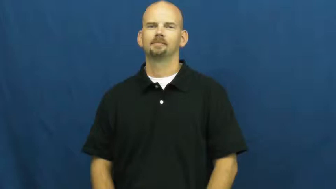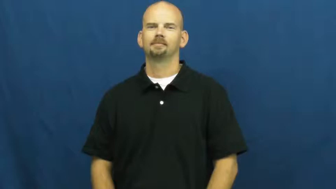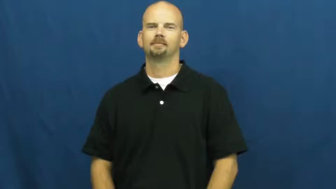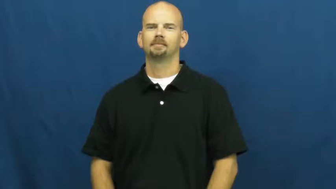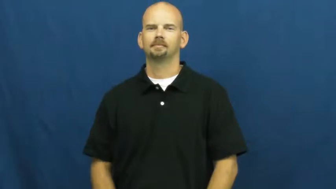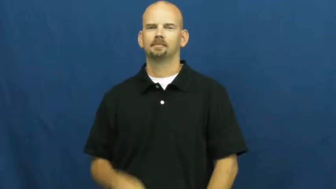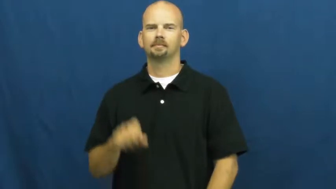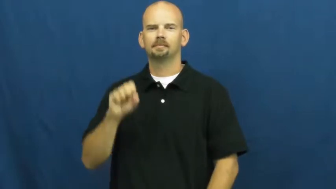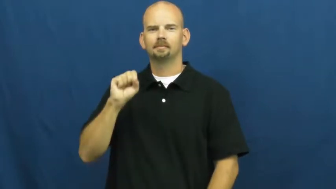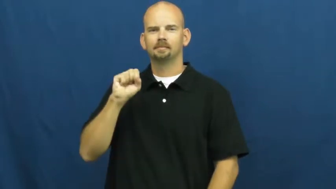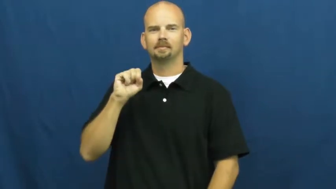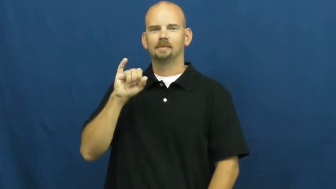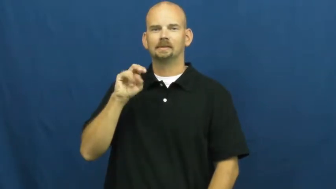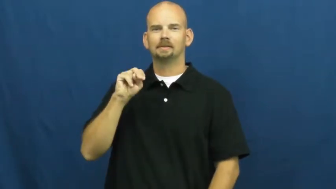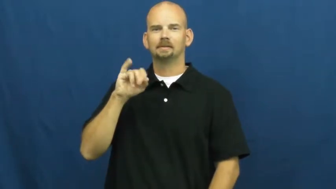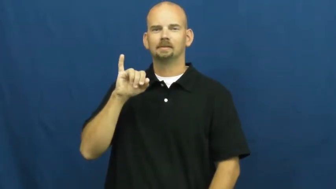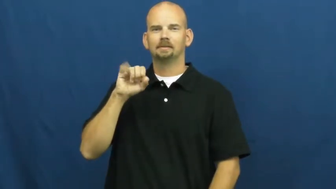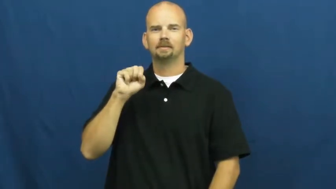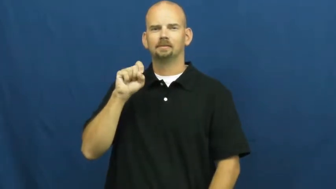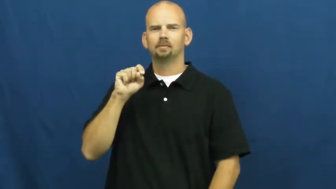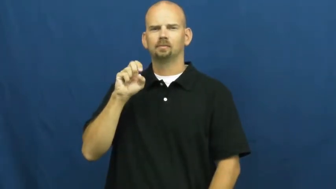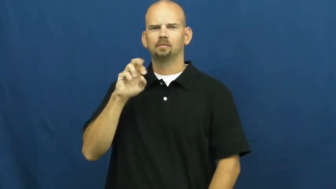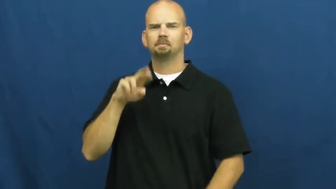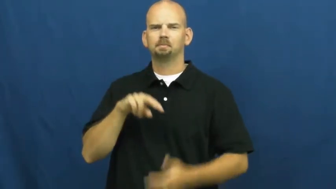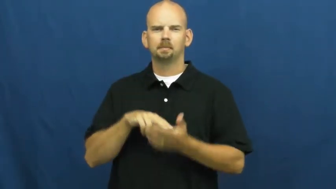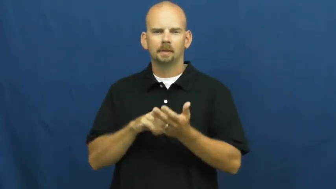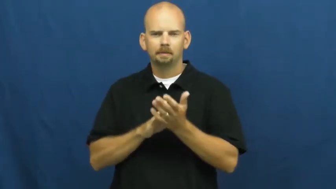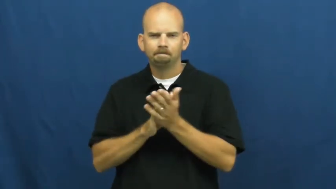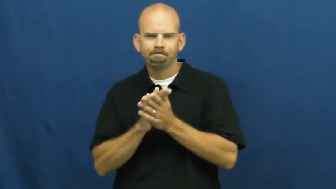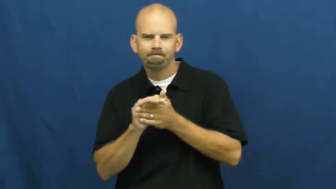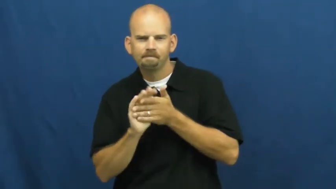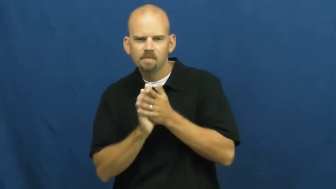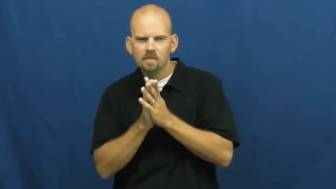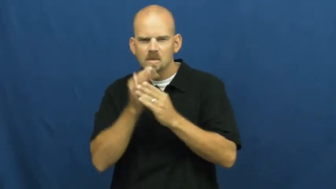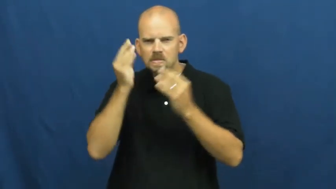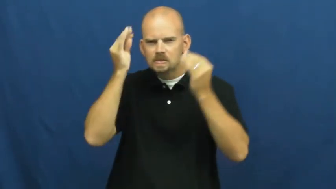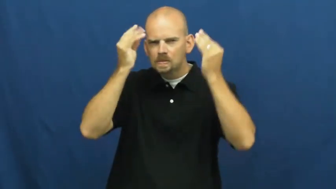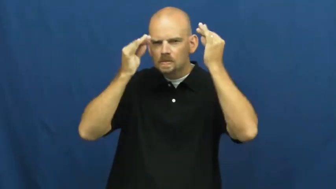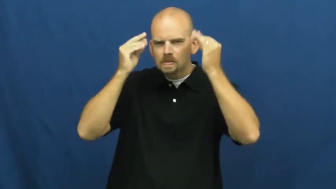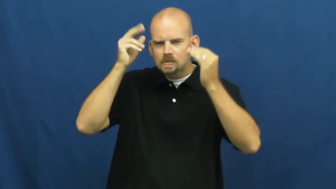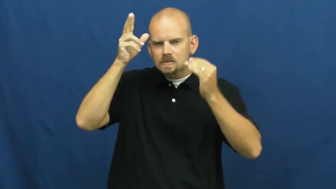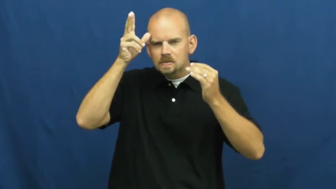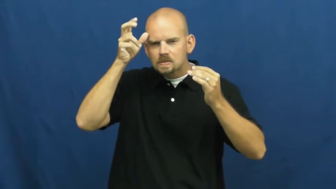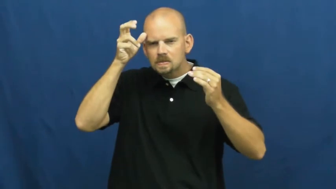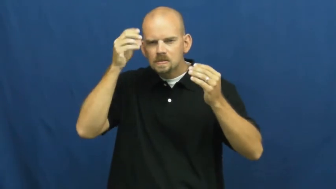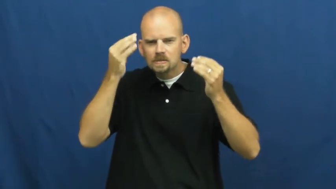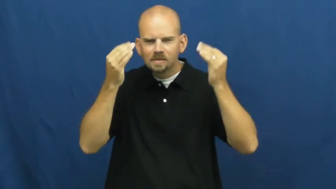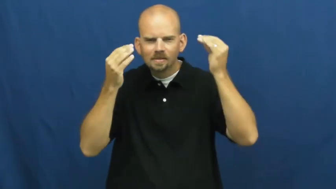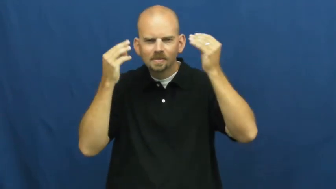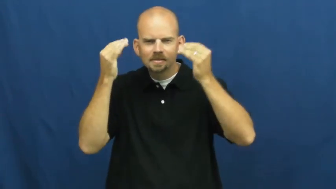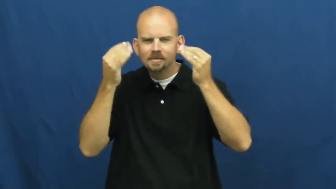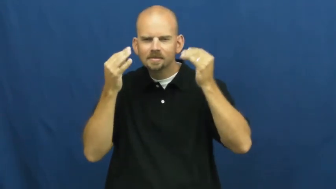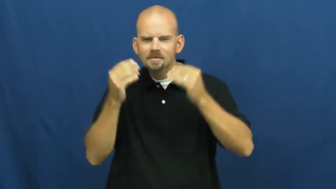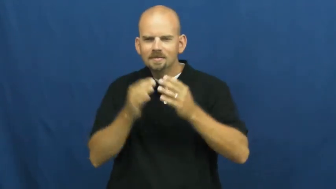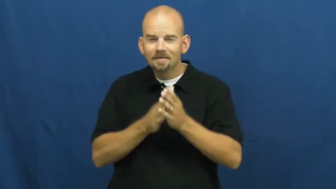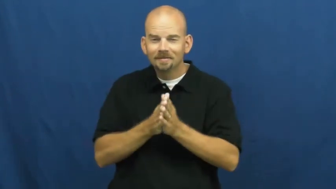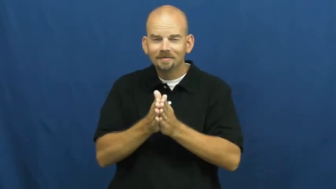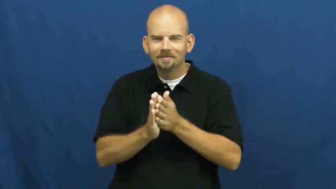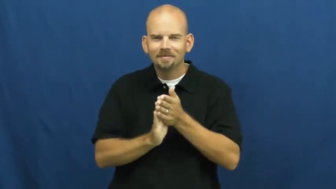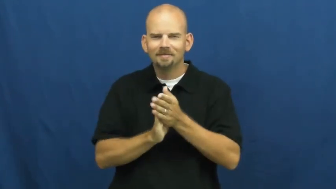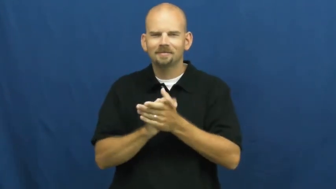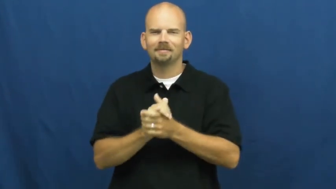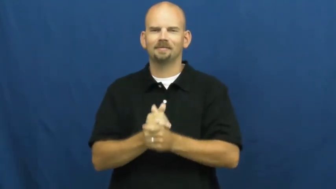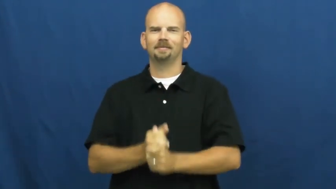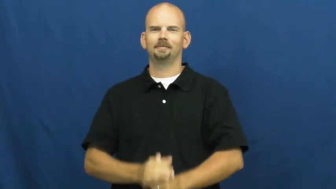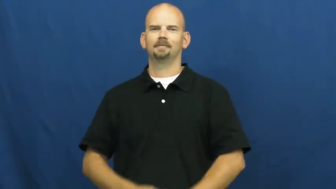sinister